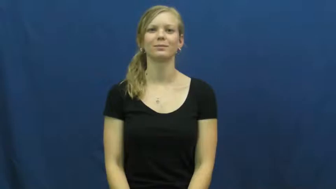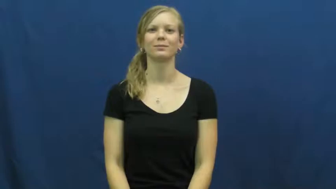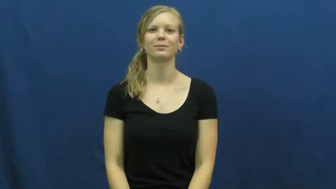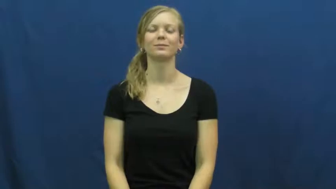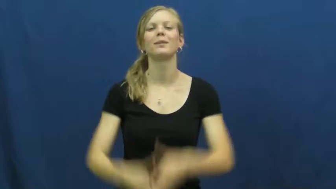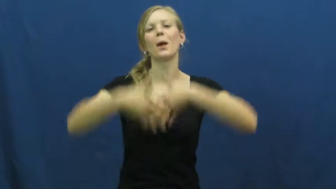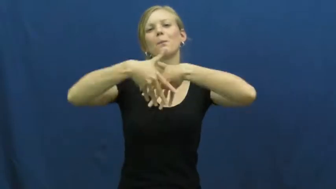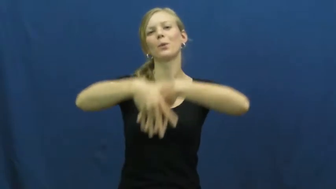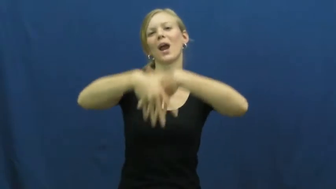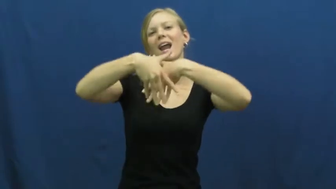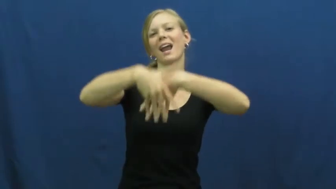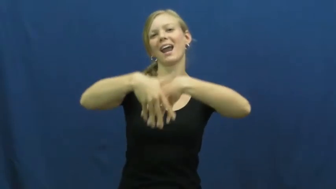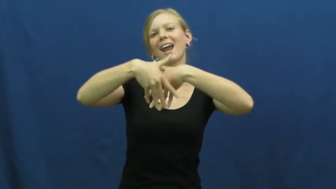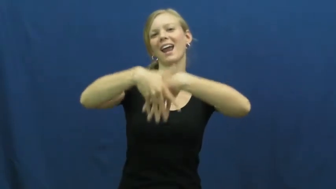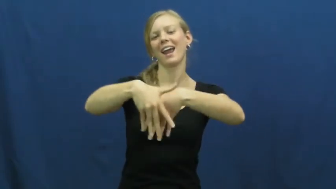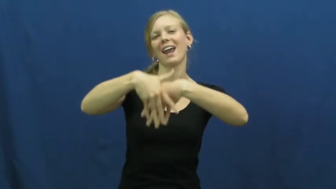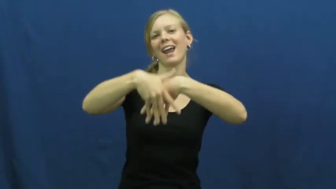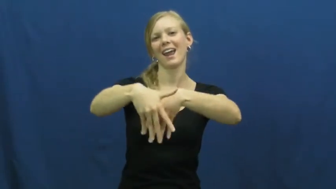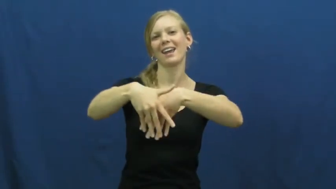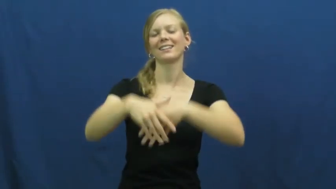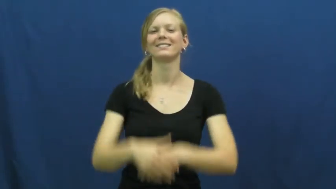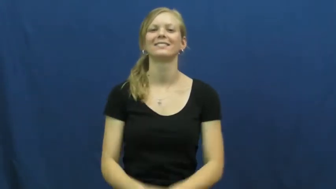promenade,sashay